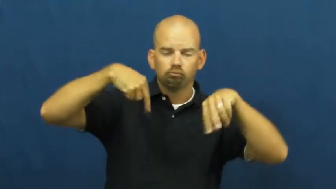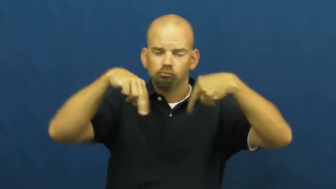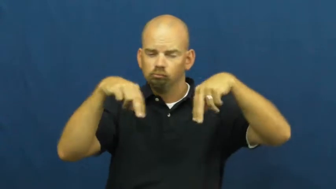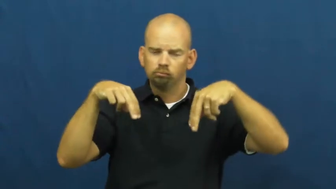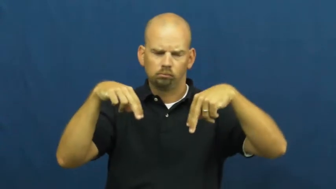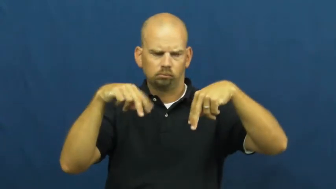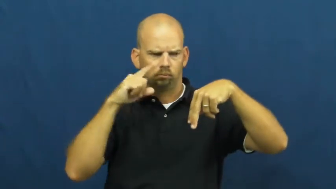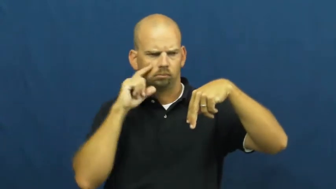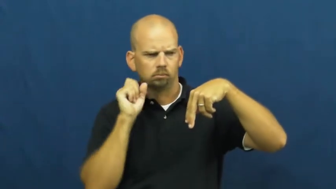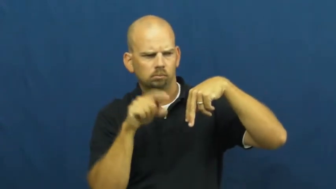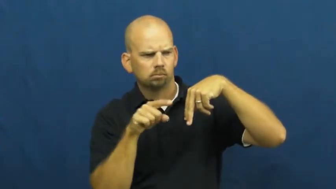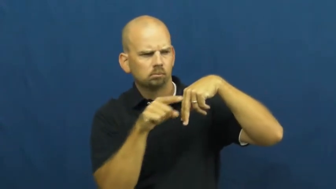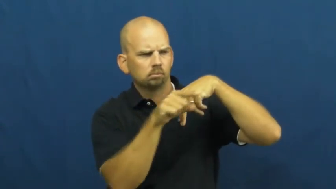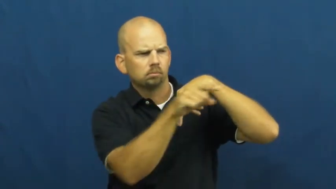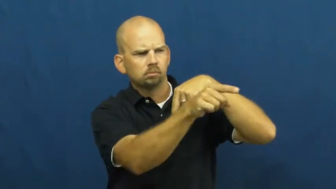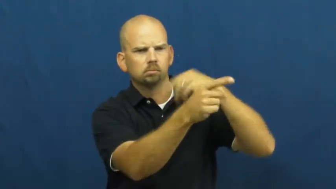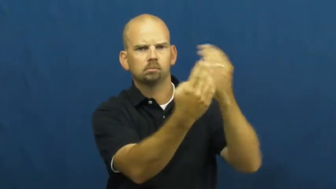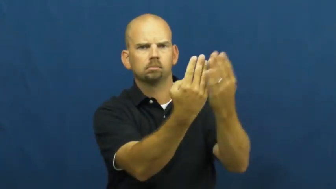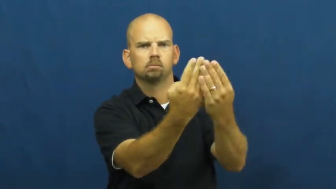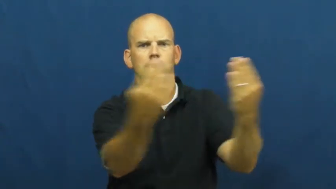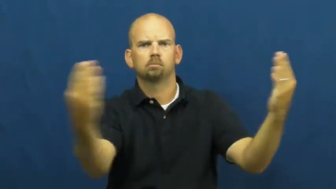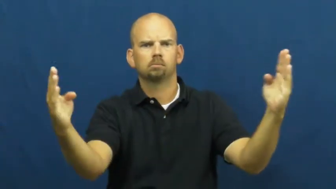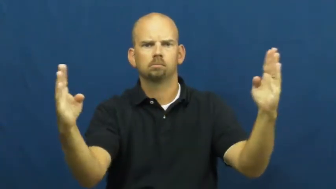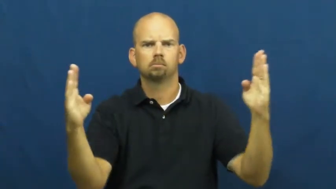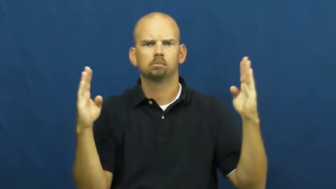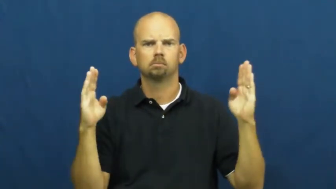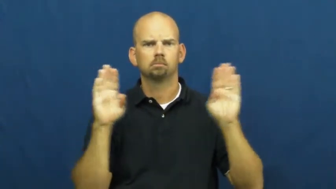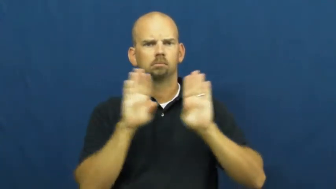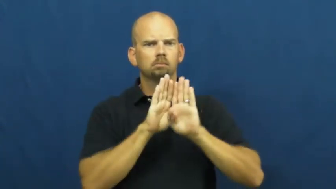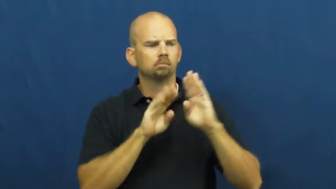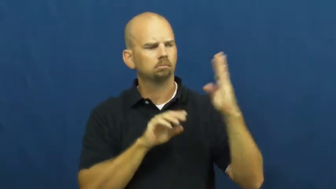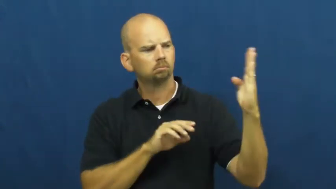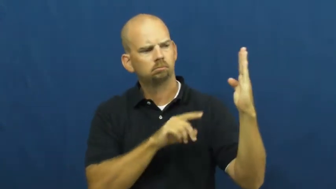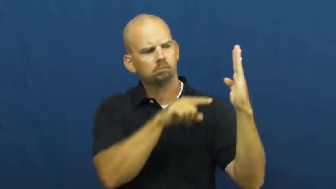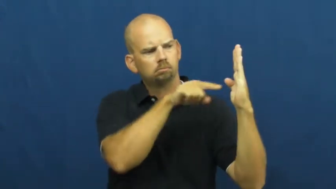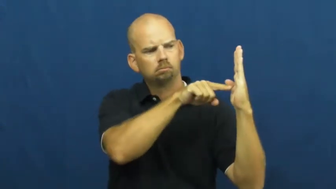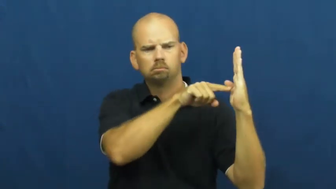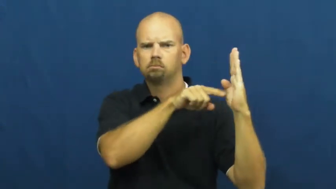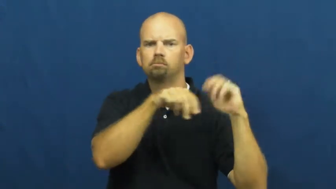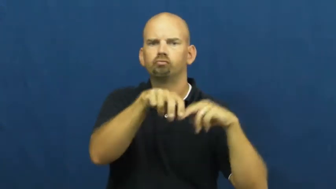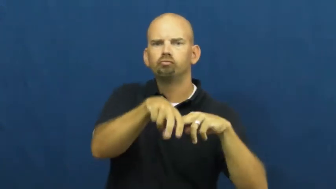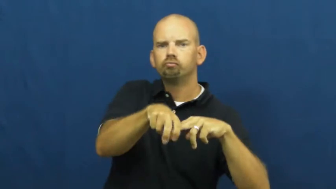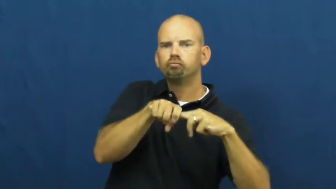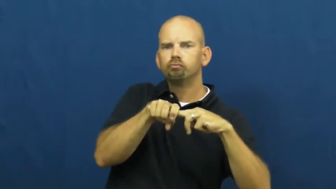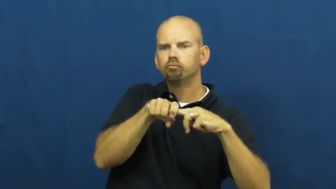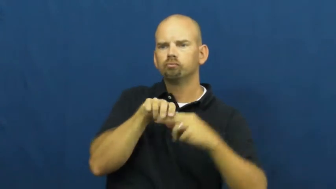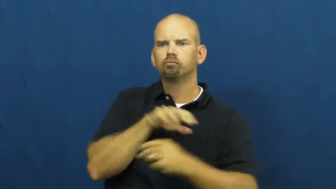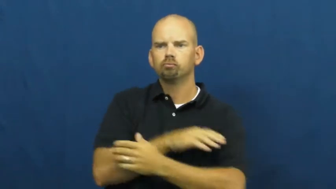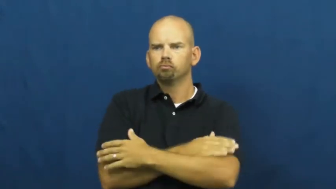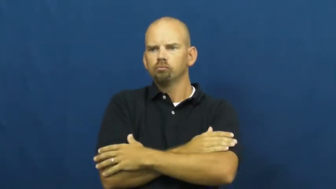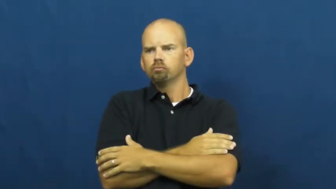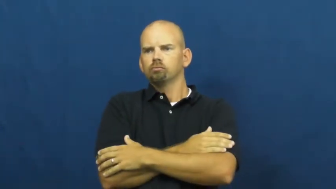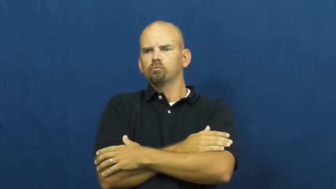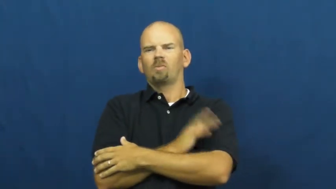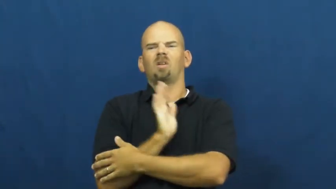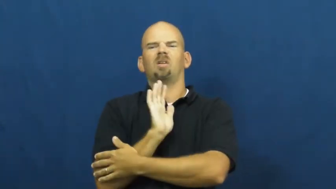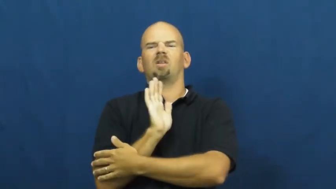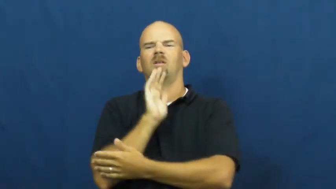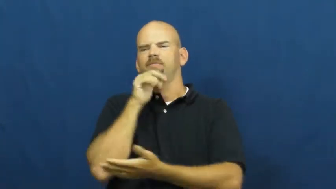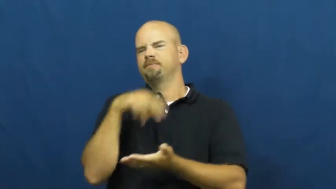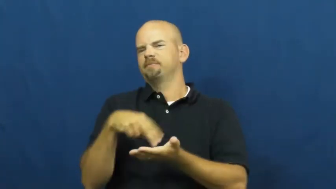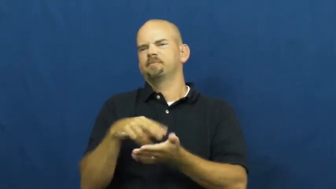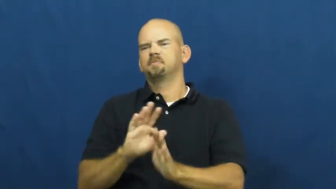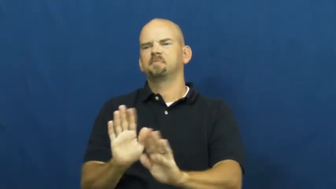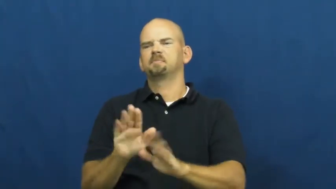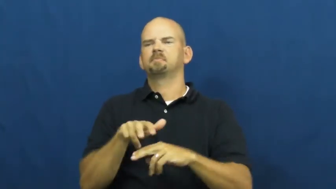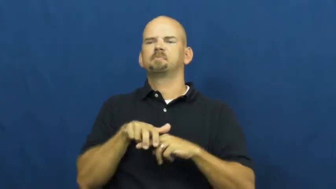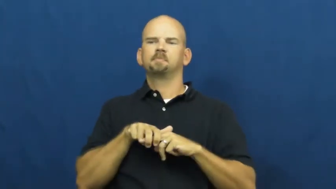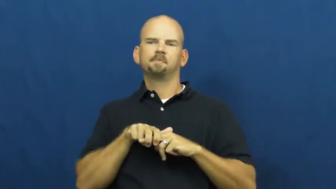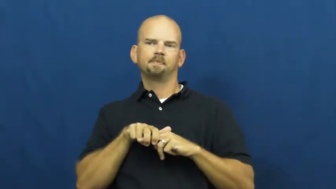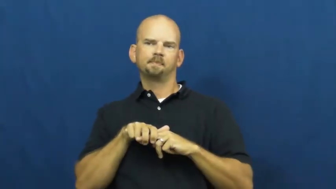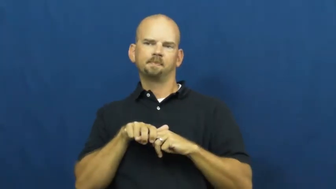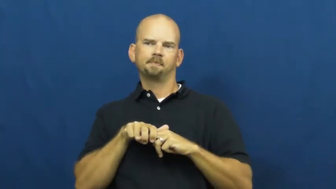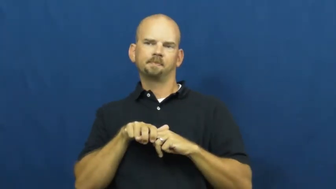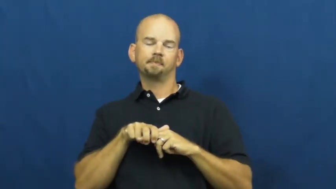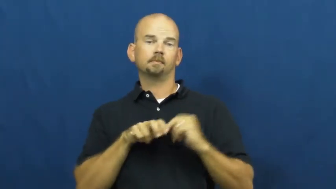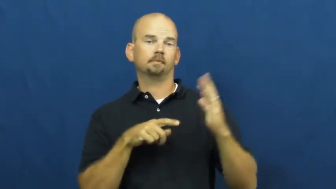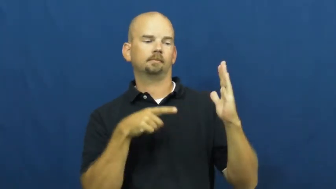wallflower